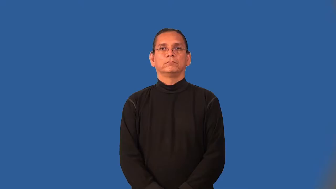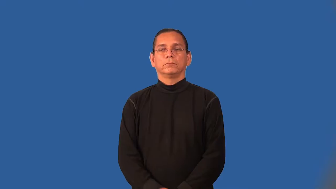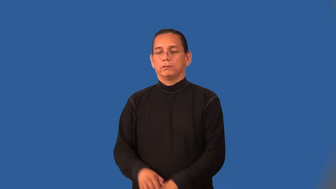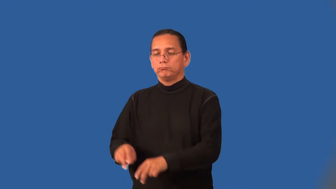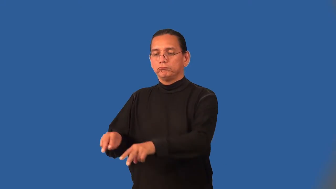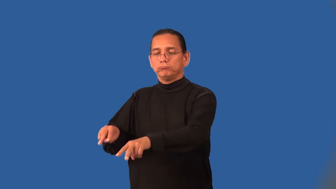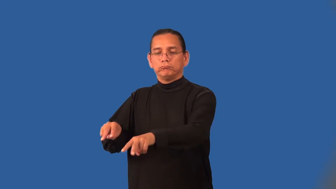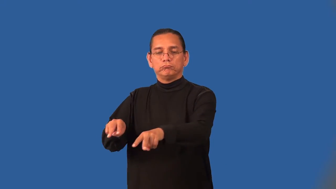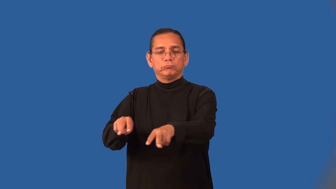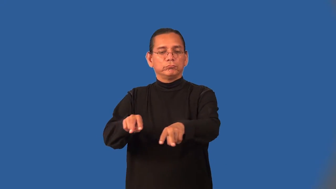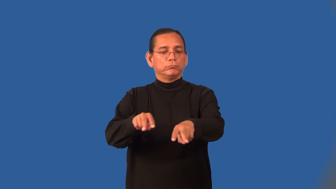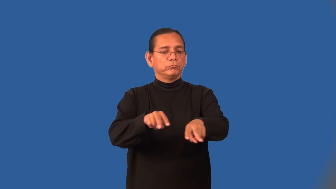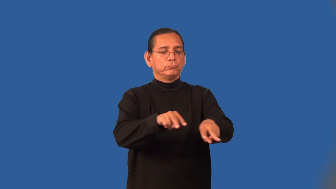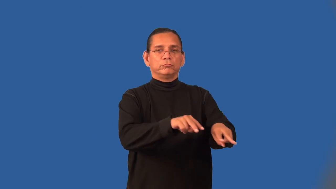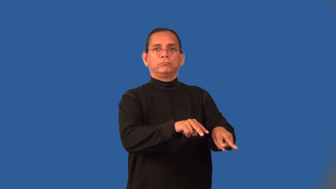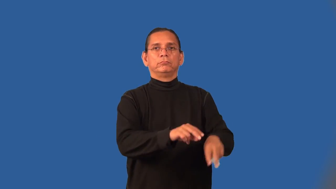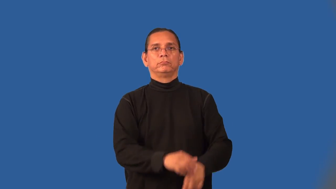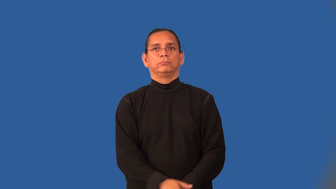overlook-look down